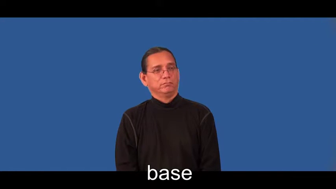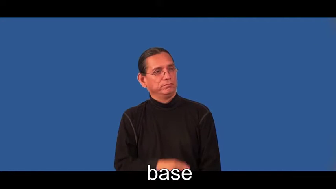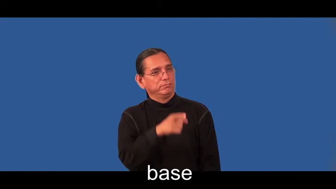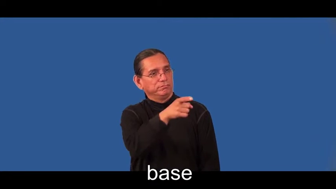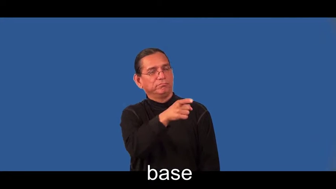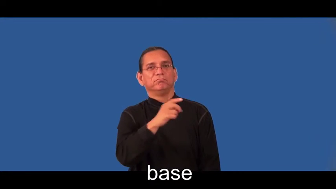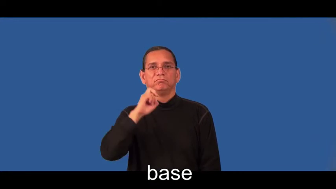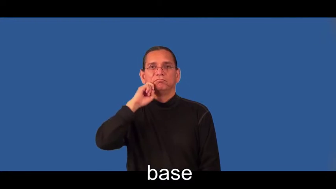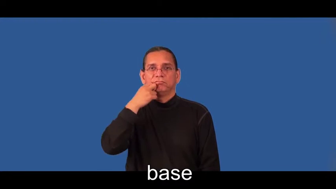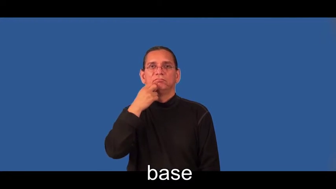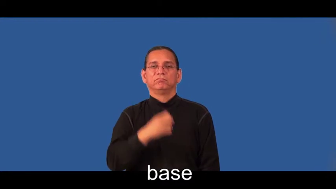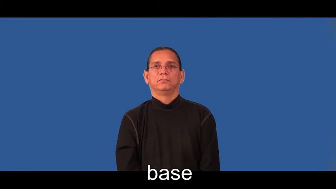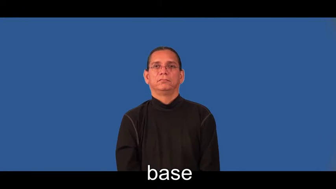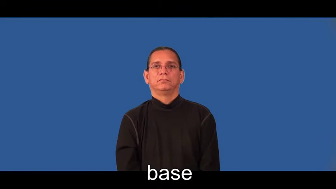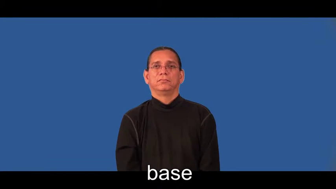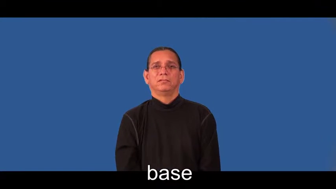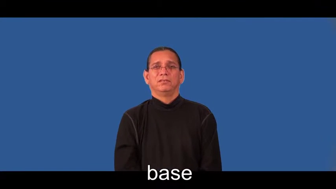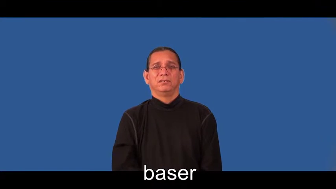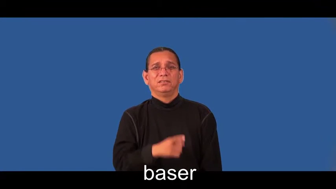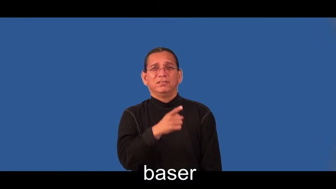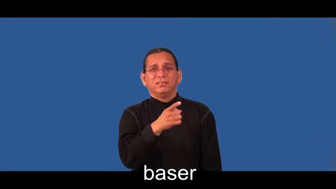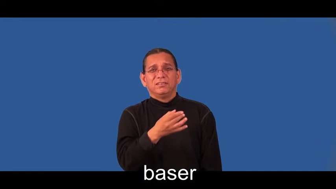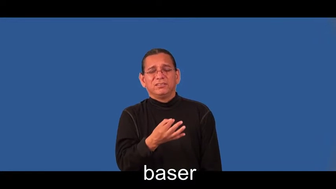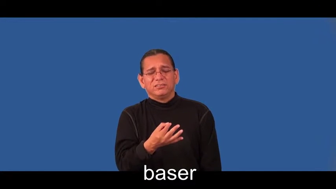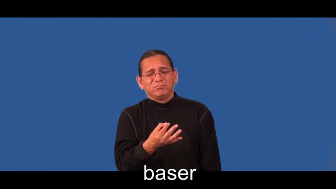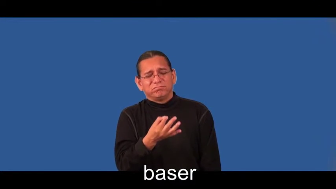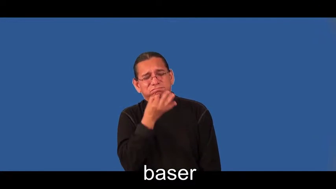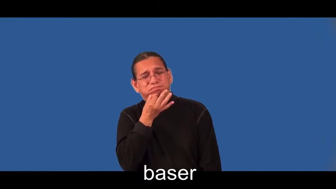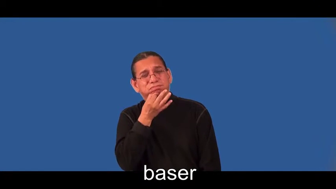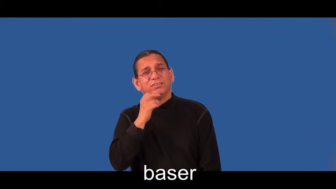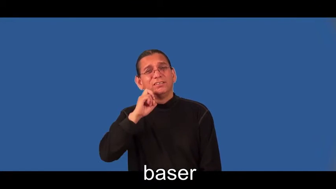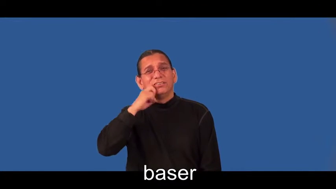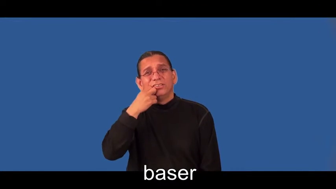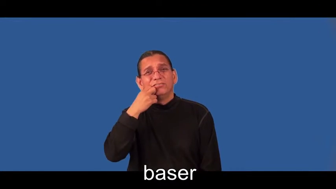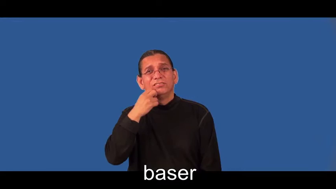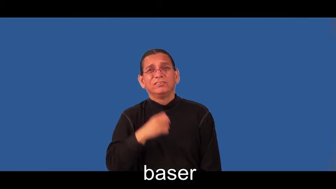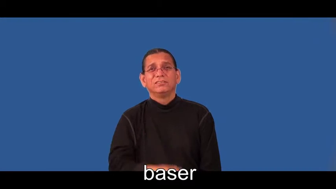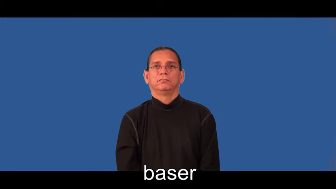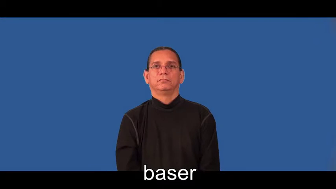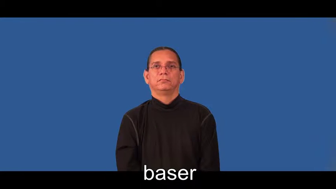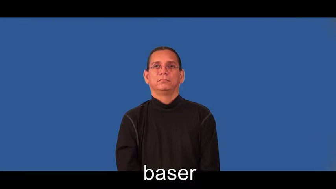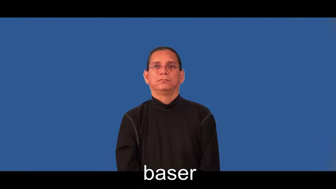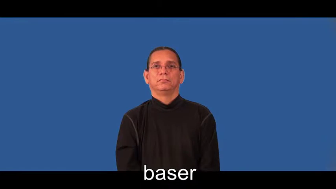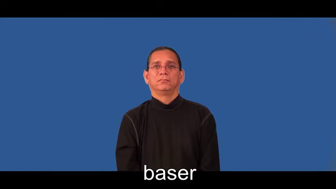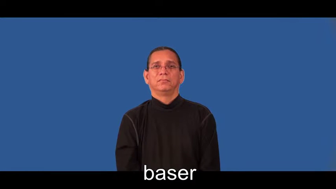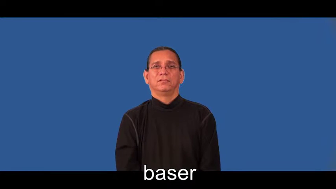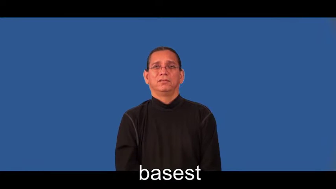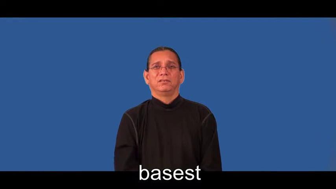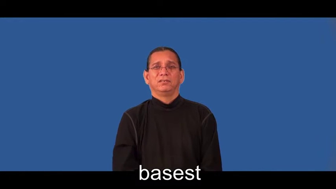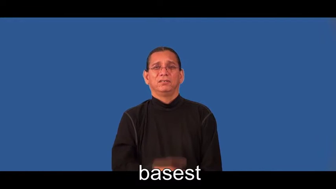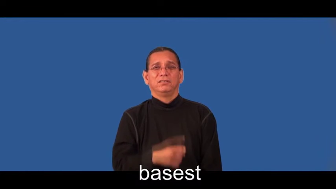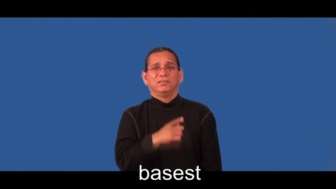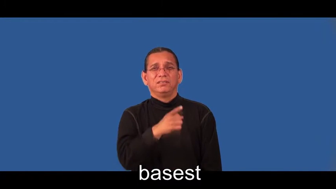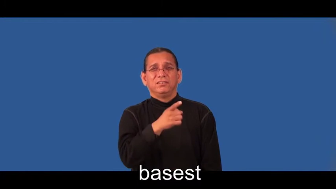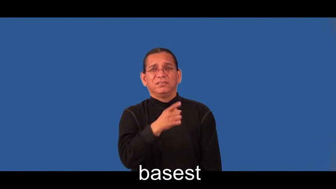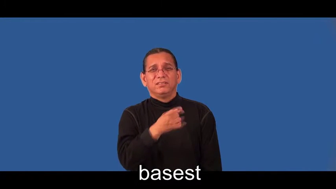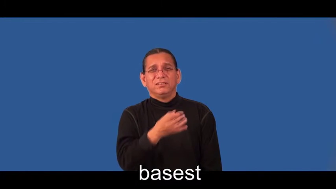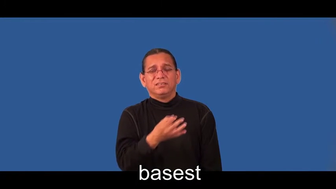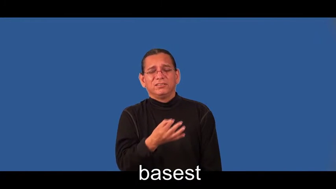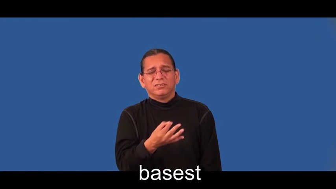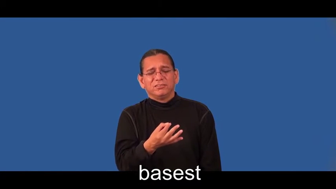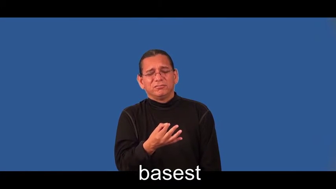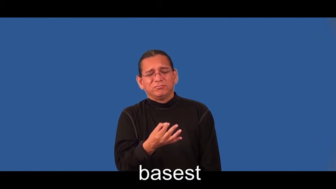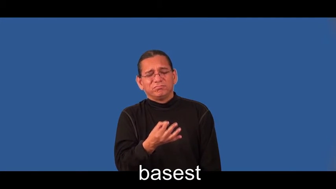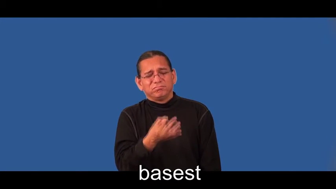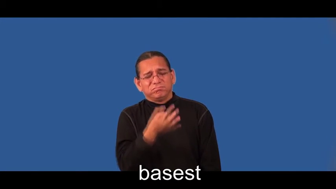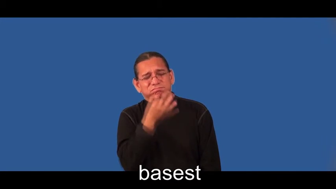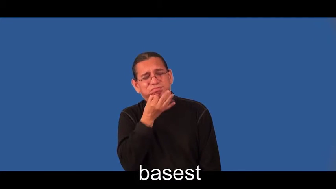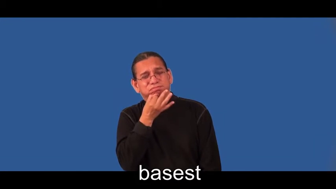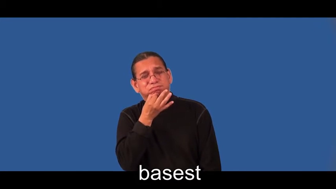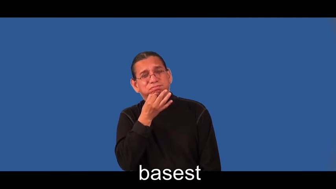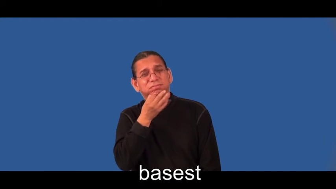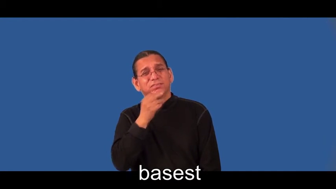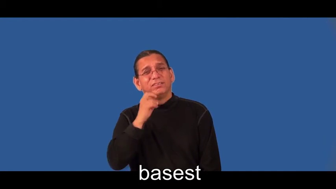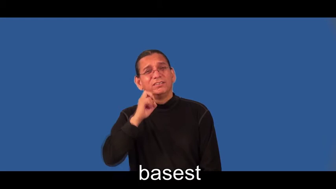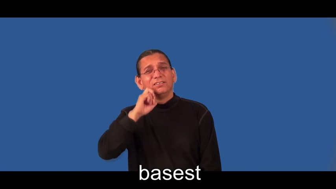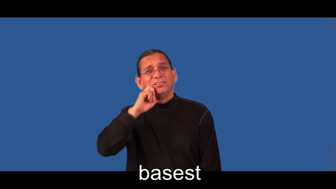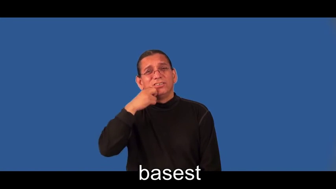baser,basest